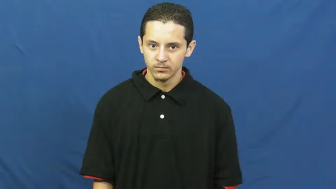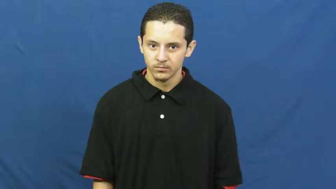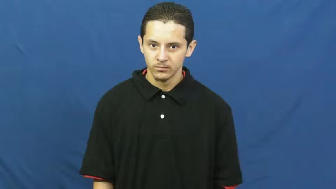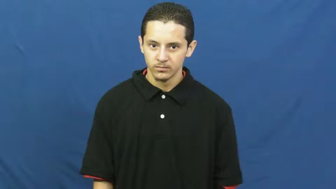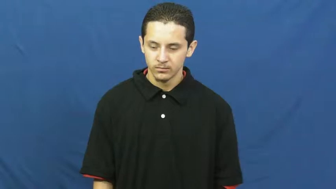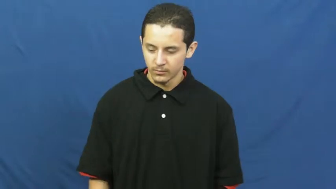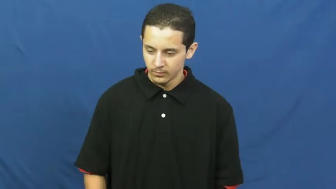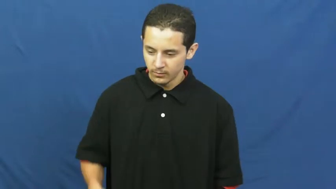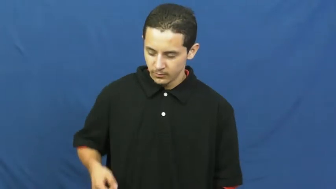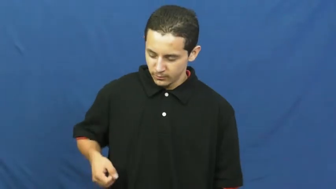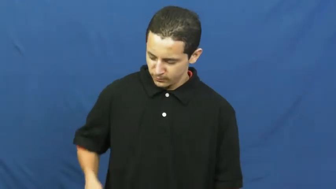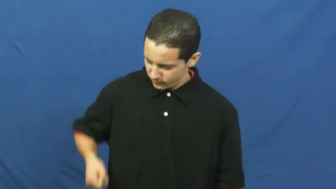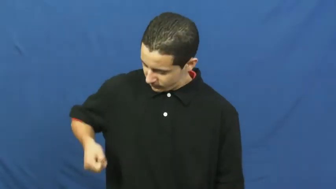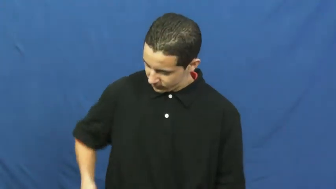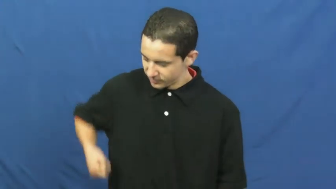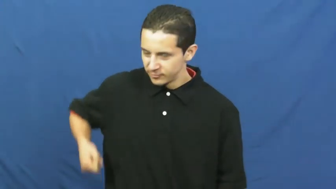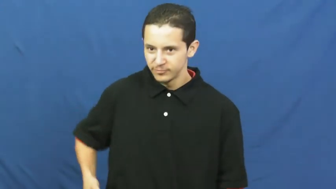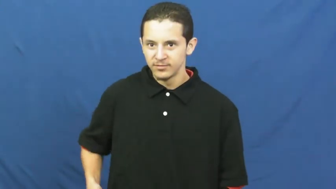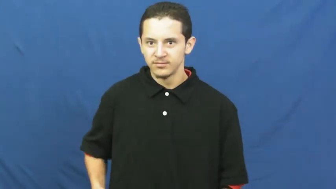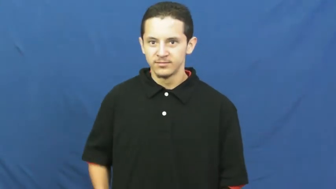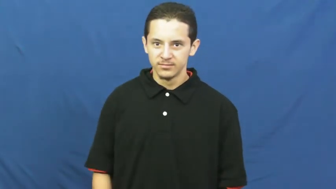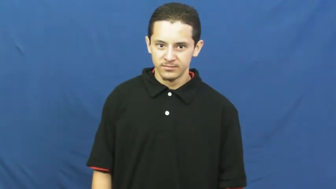crutch